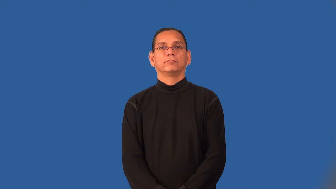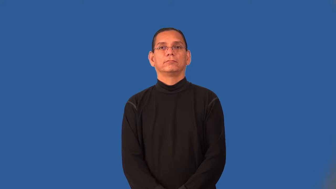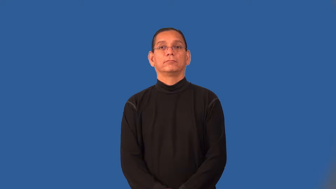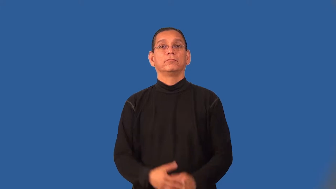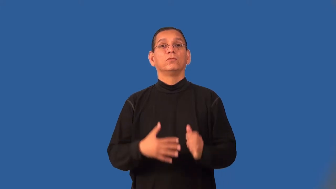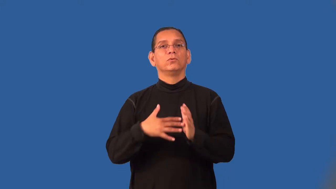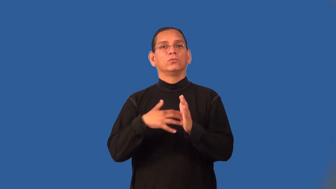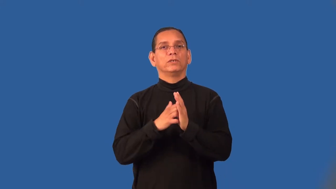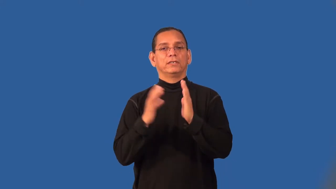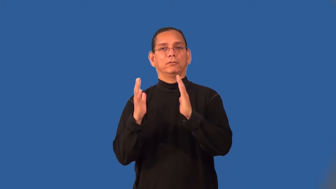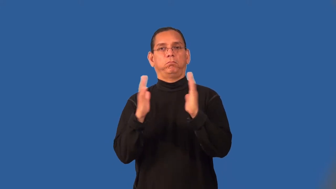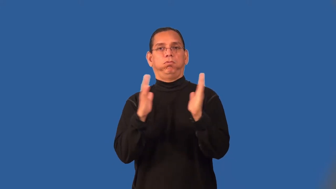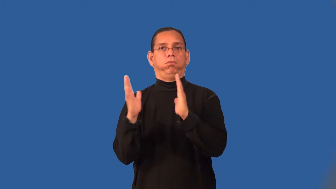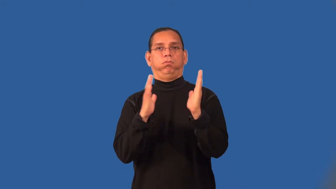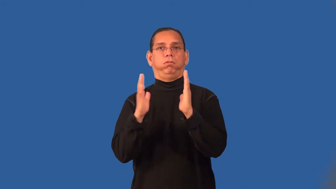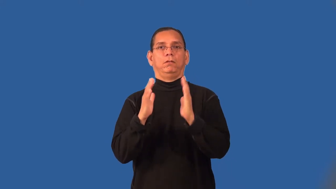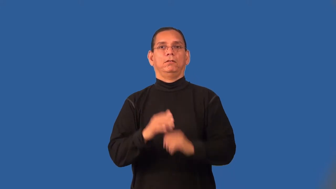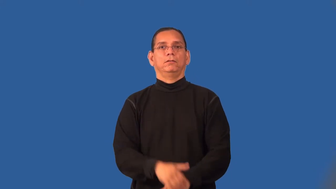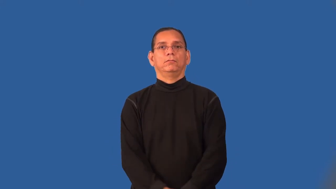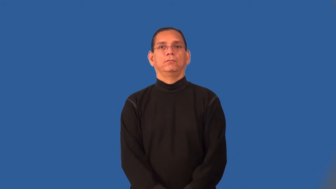rickety,wobbly,flimsy